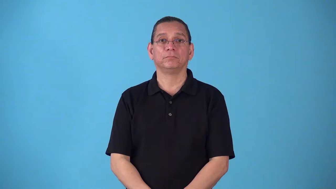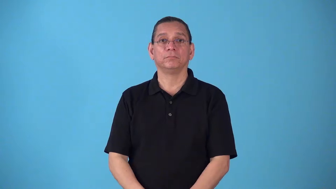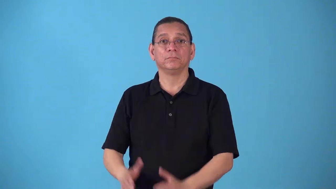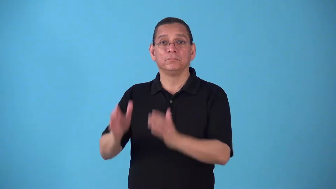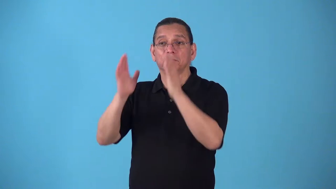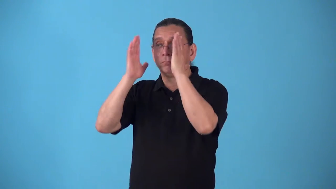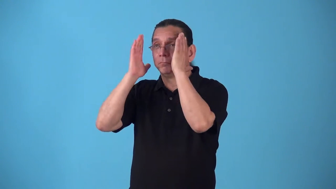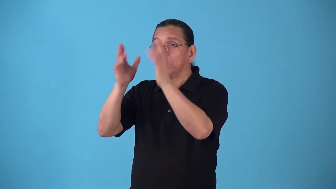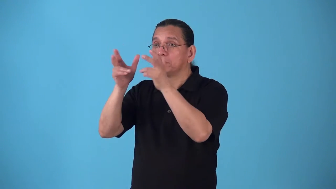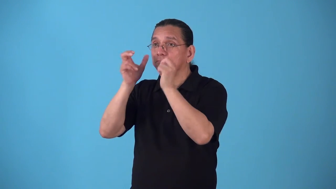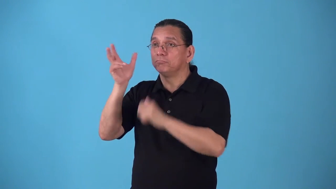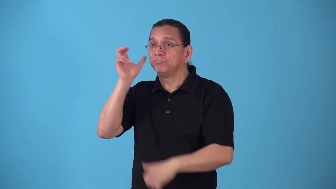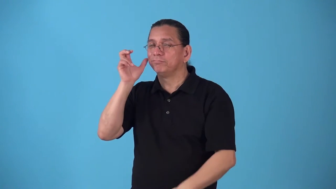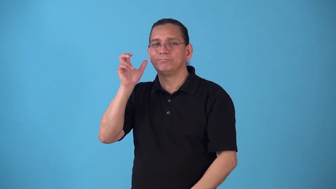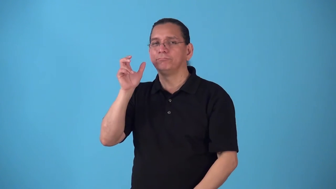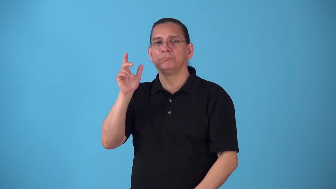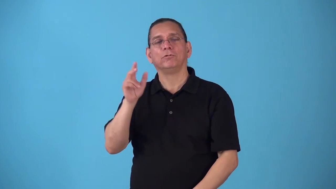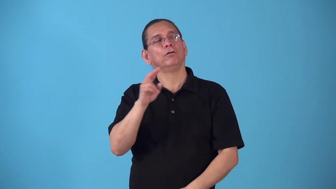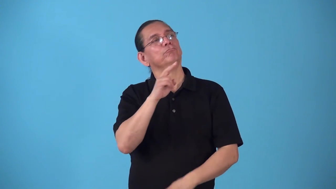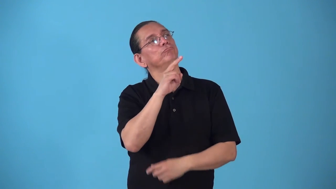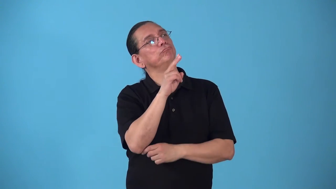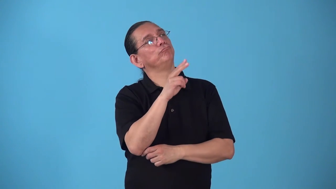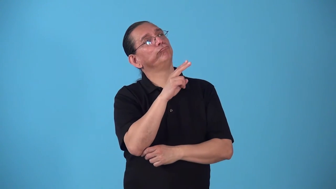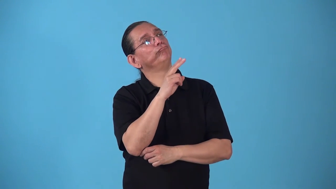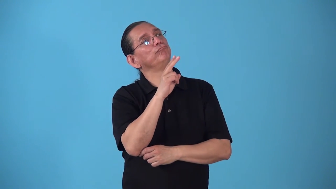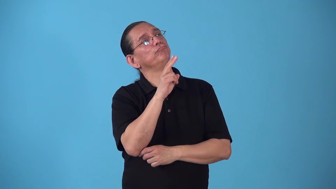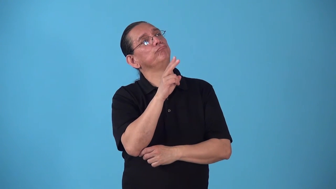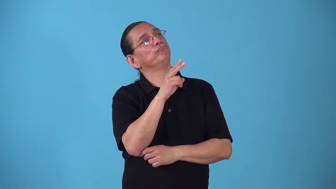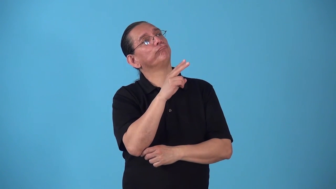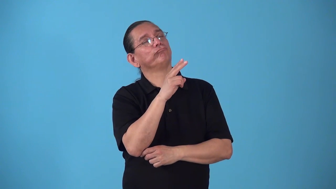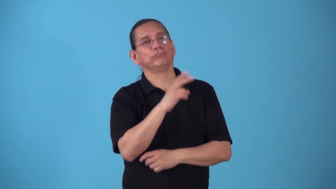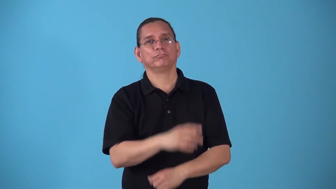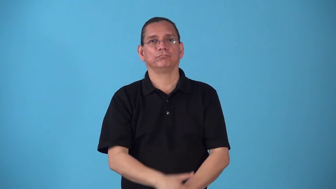space-verb